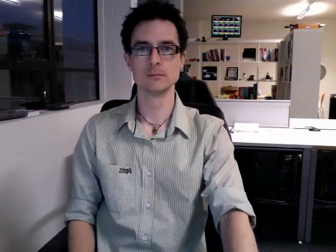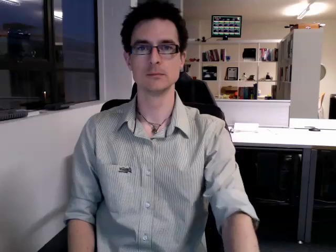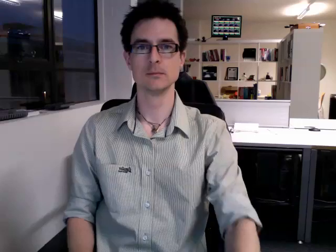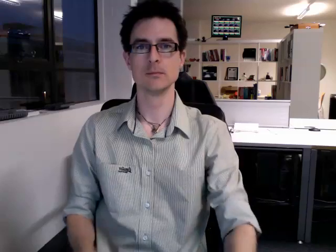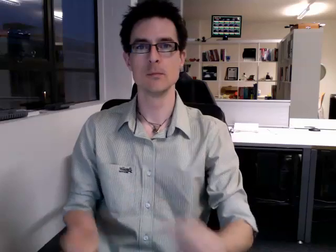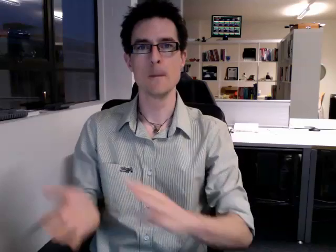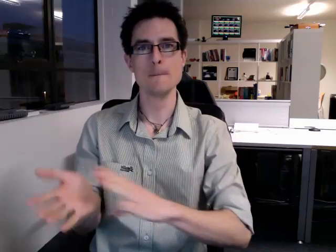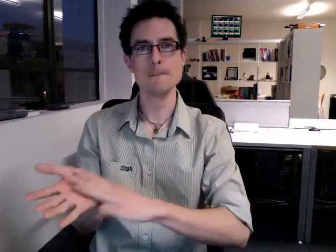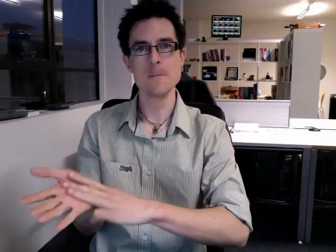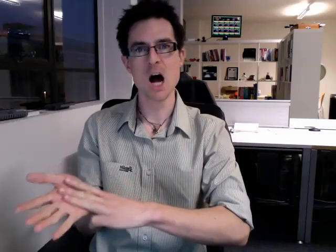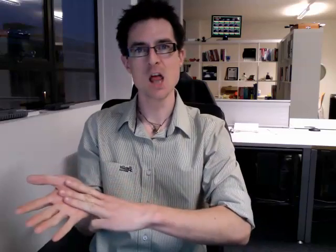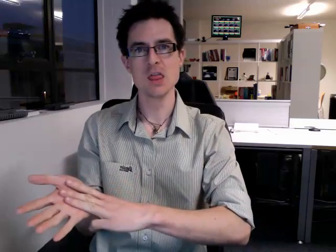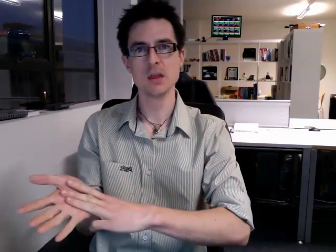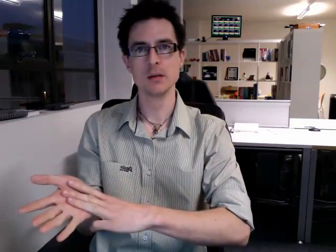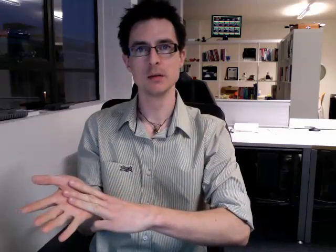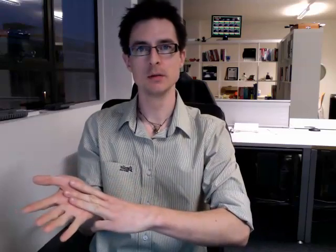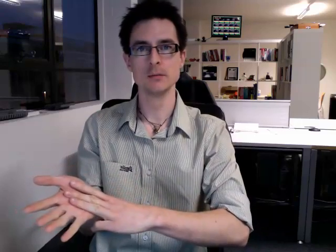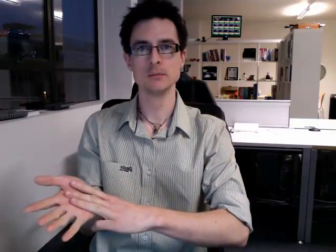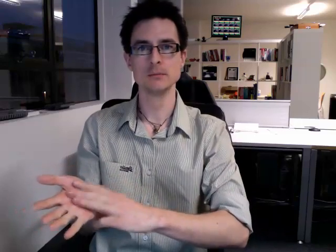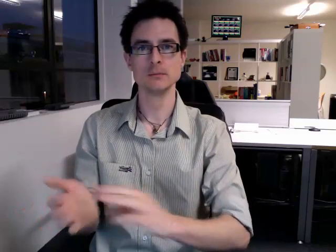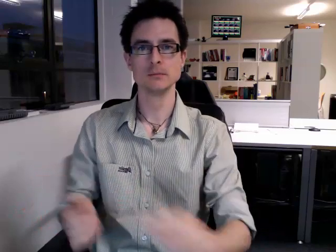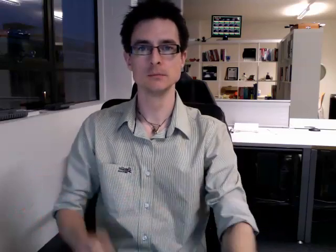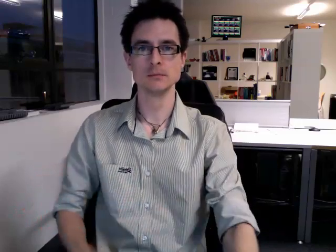month